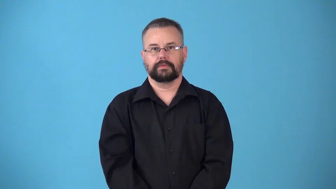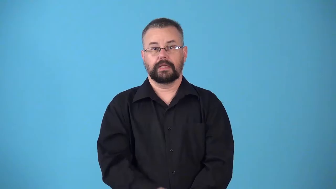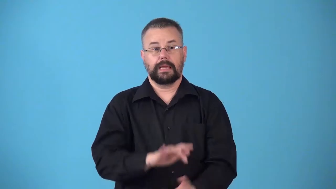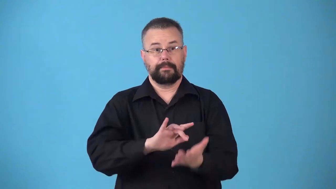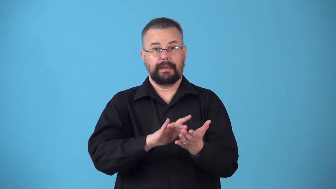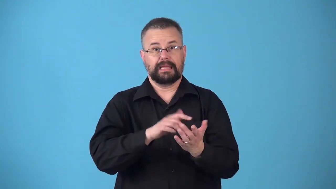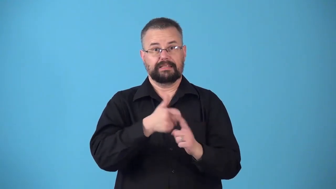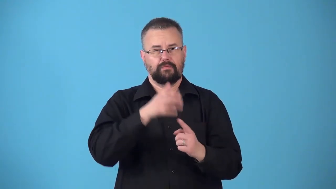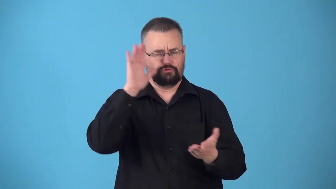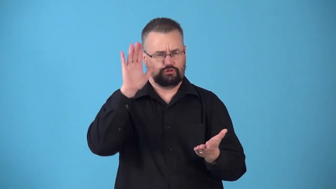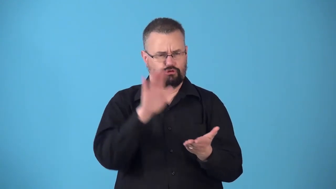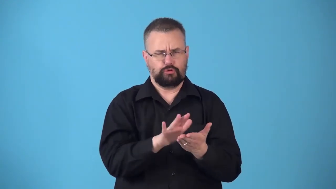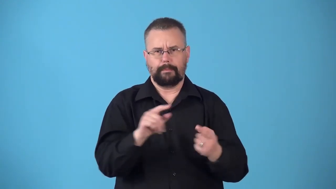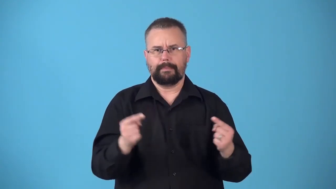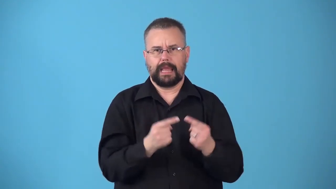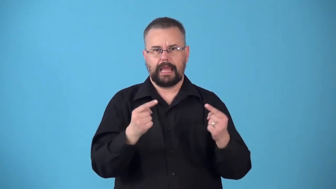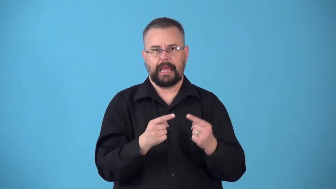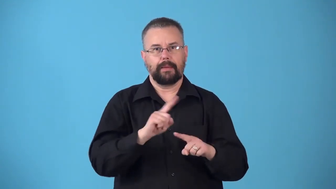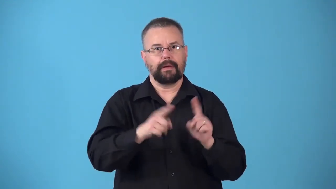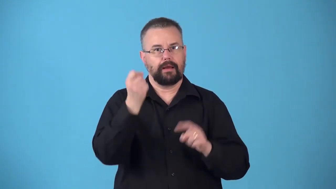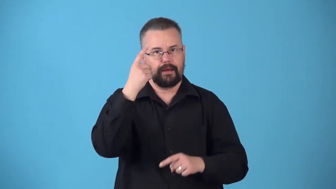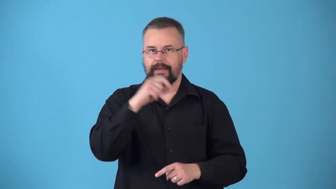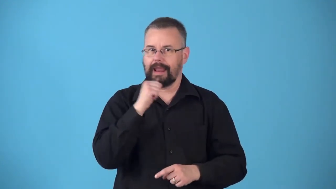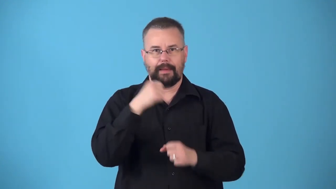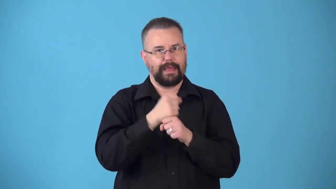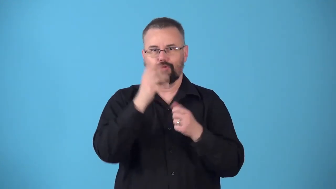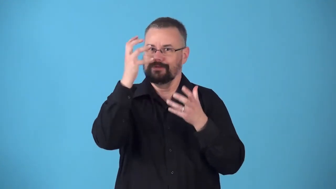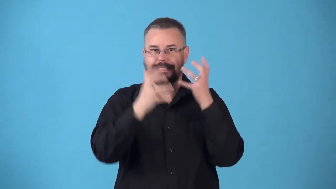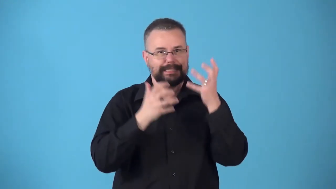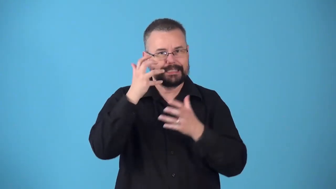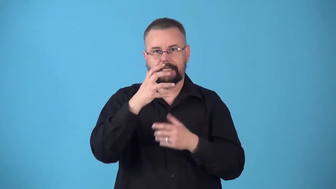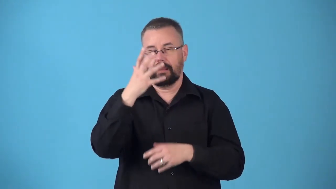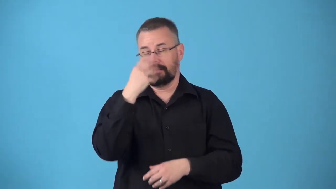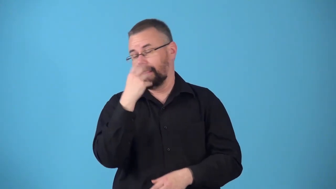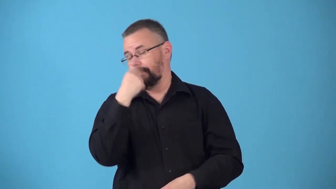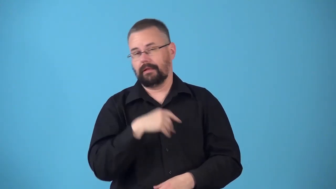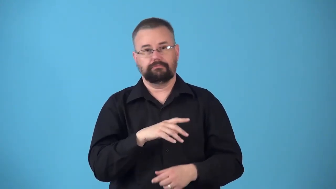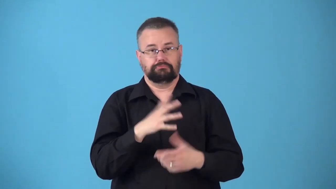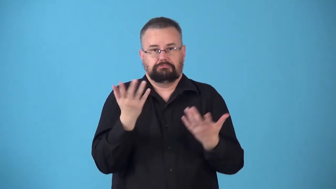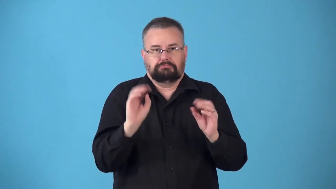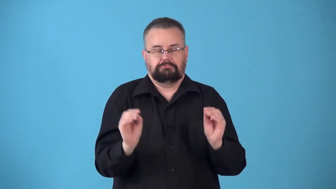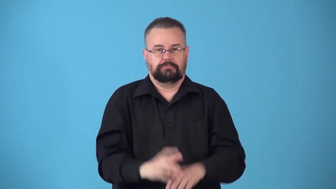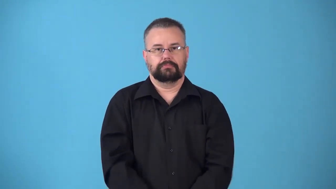nonnarcotic